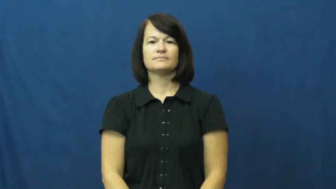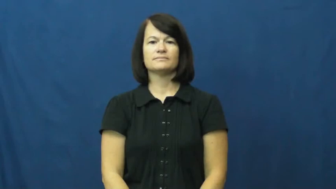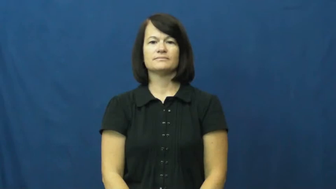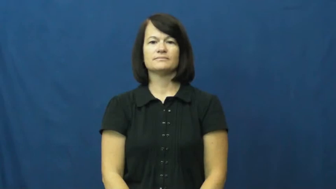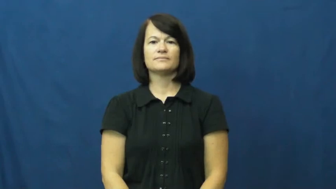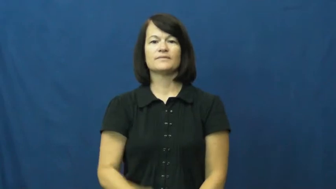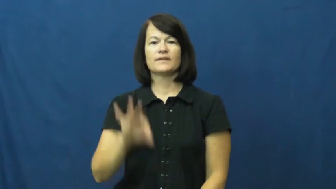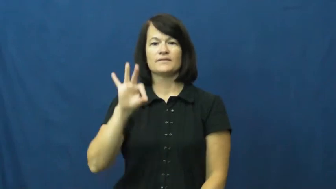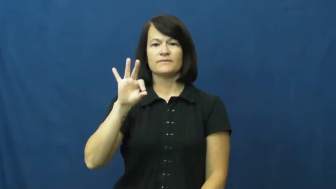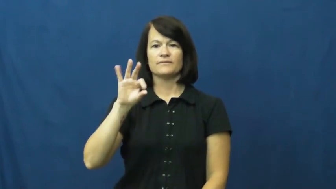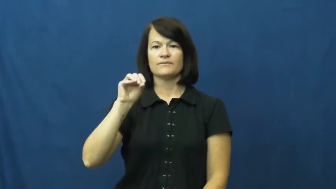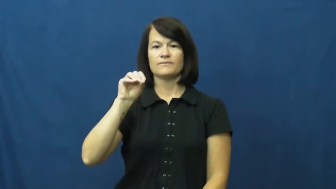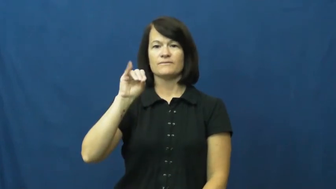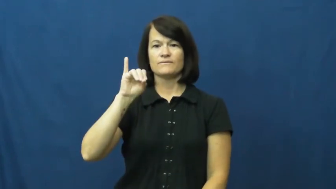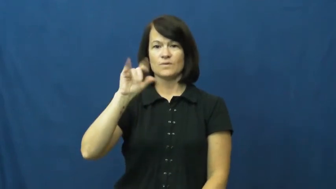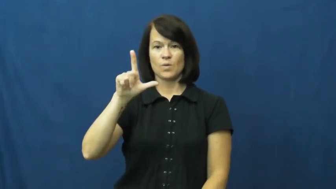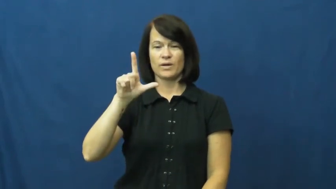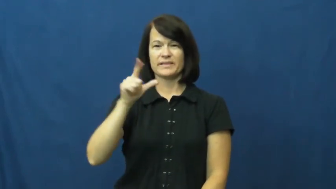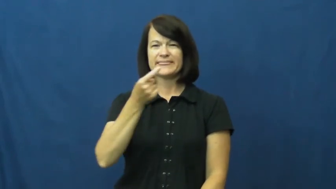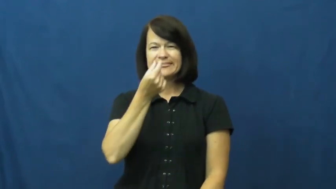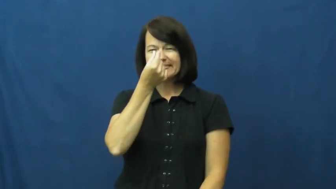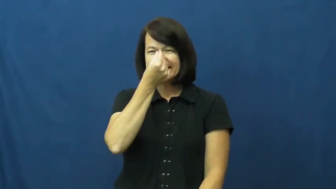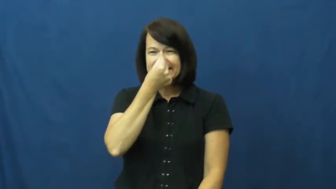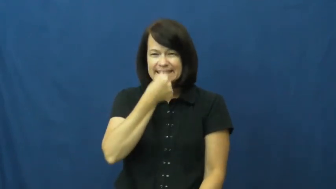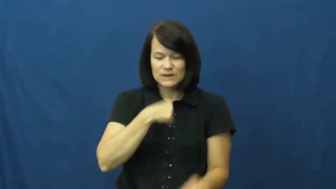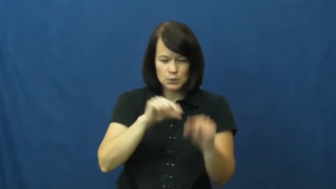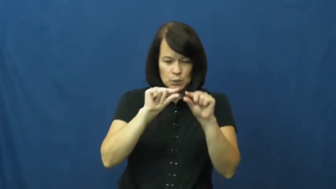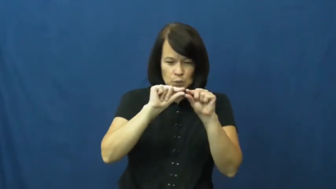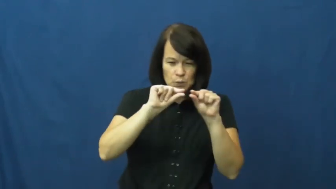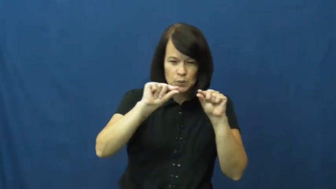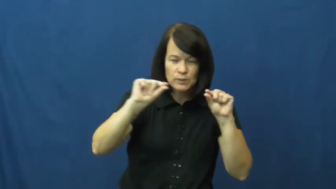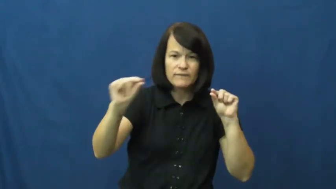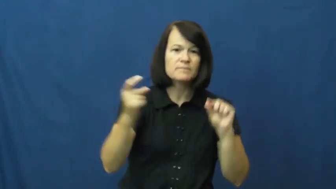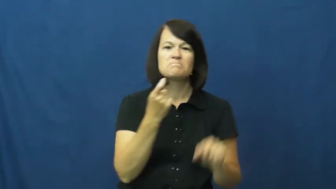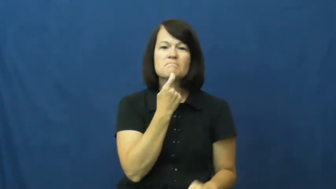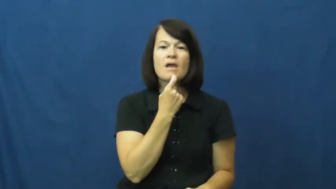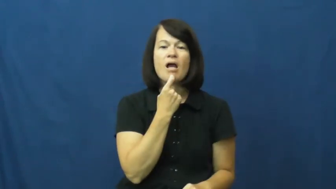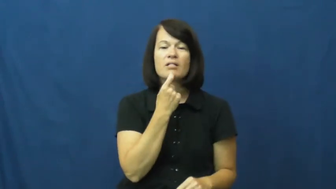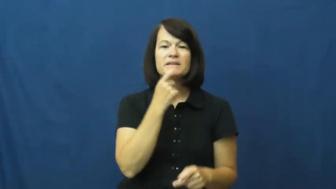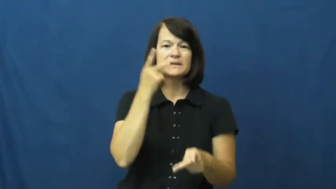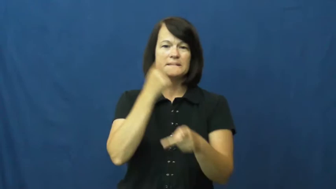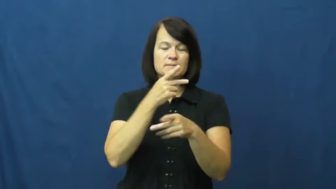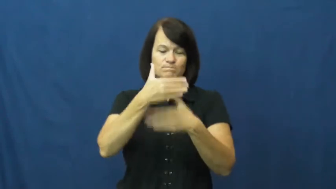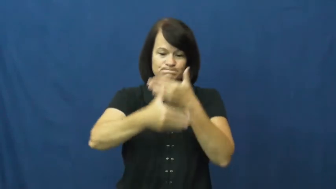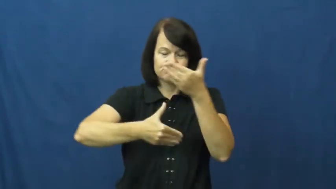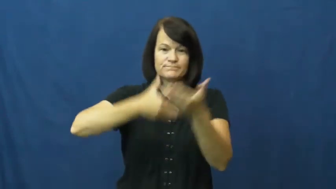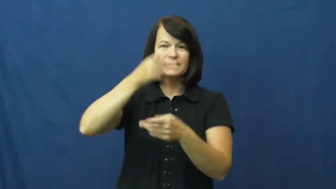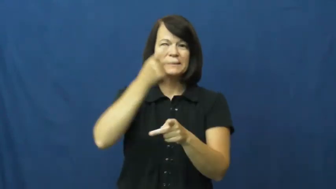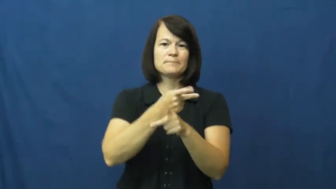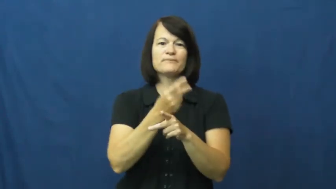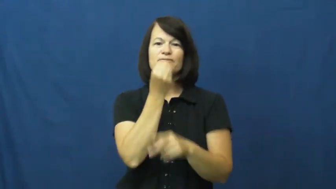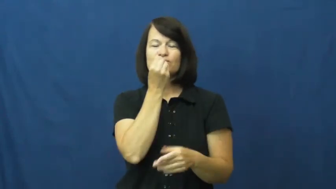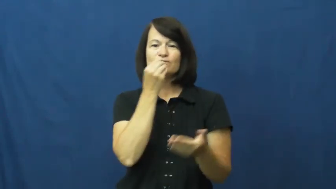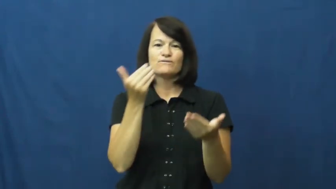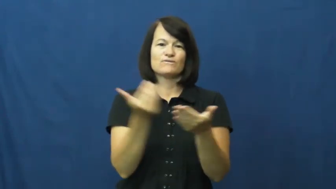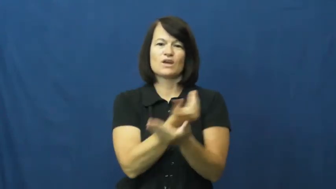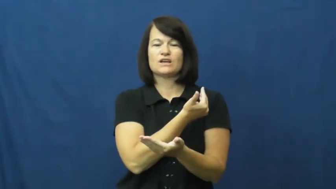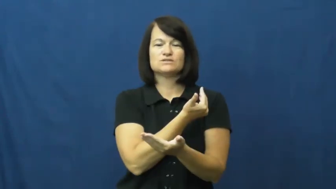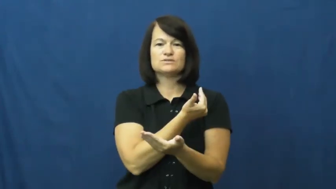foil,tinfoil-aluminum